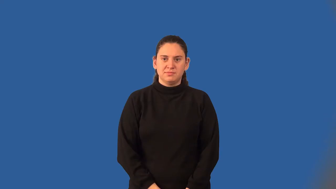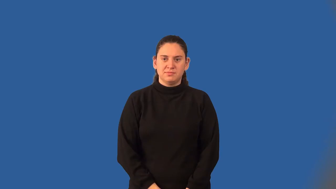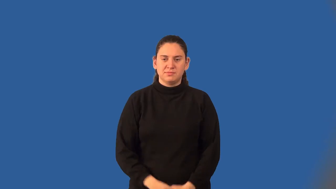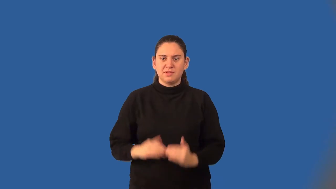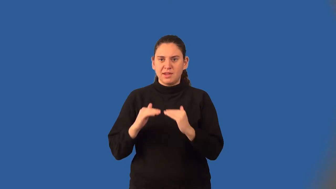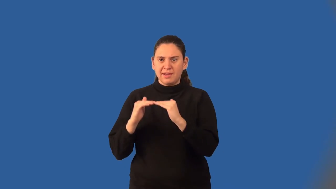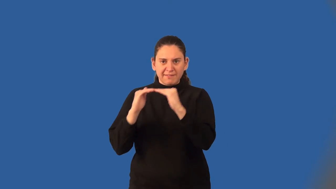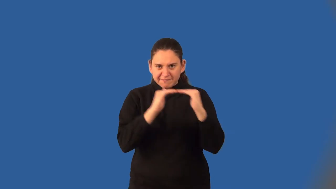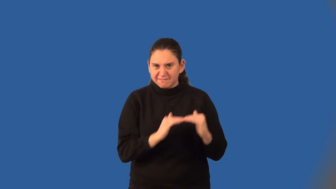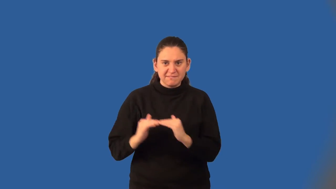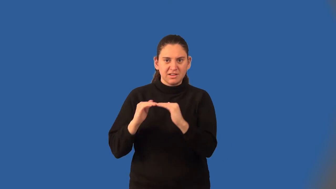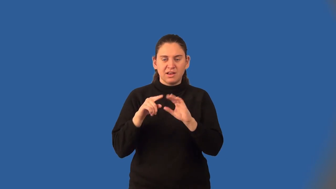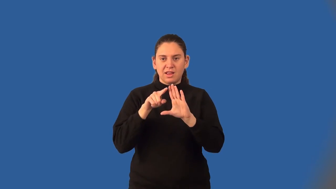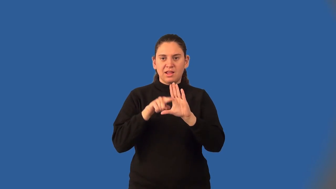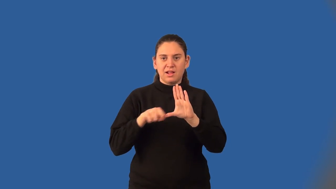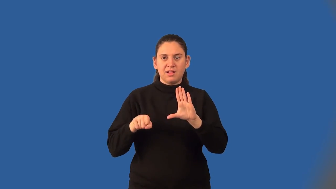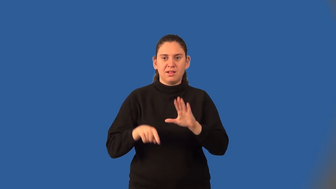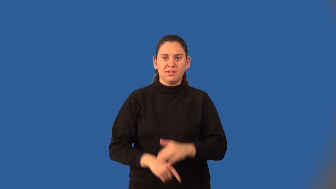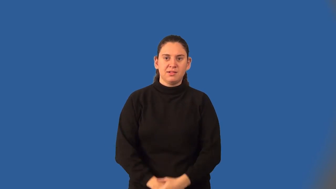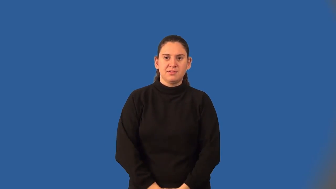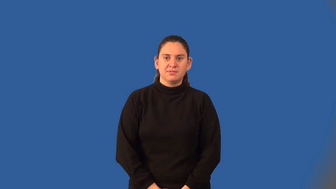equiangular